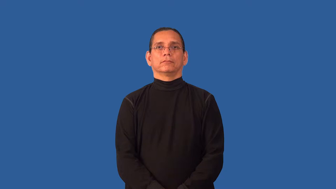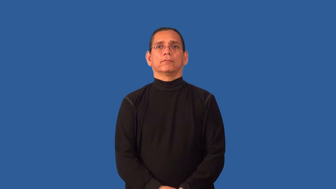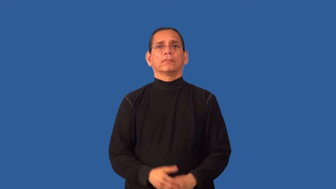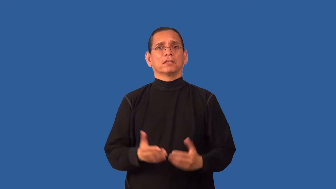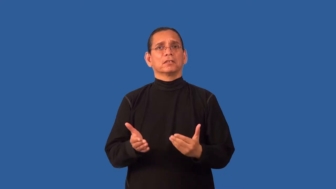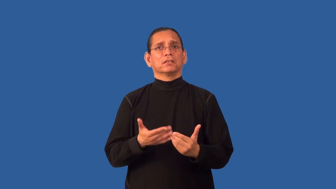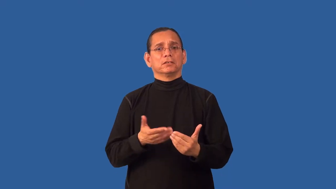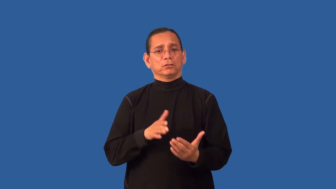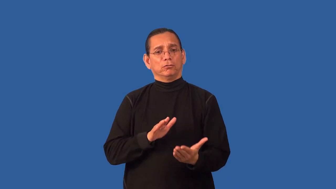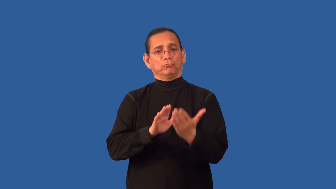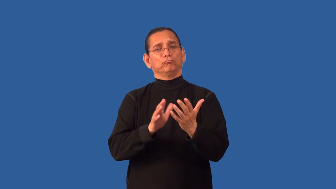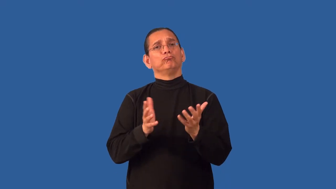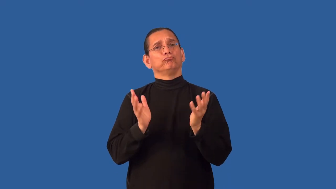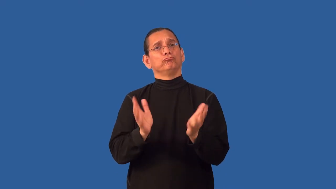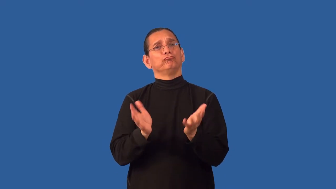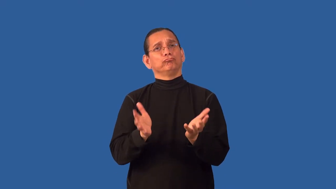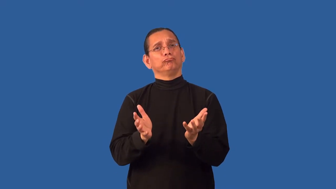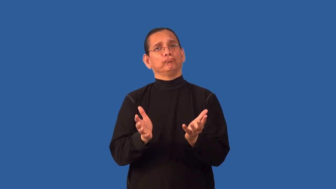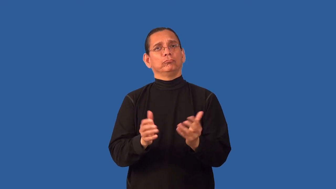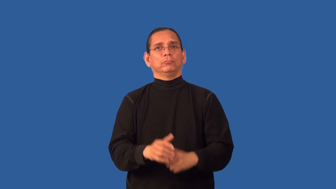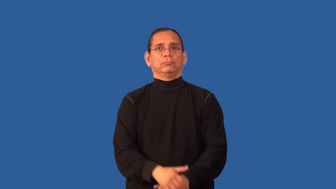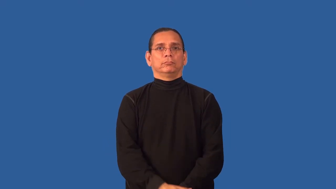approachable